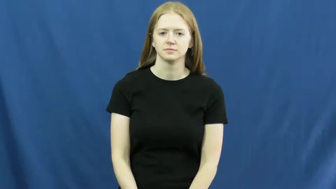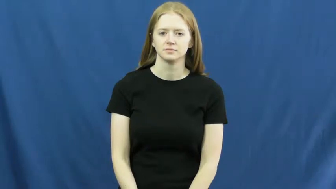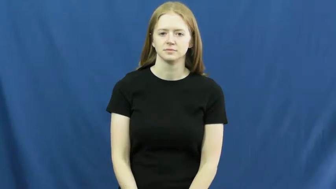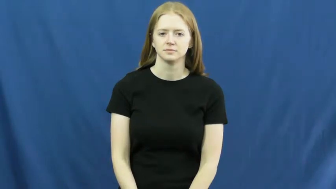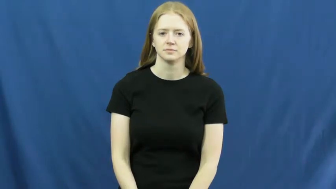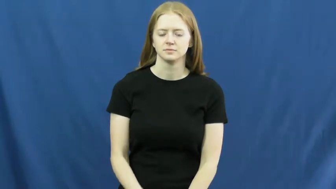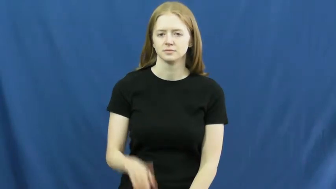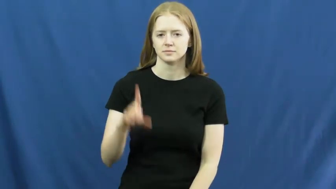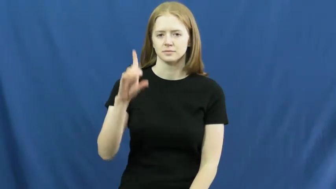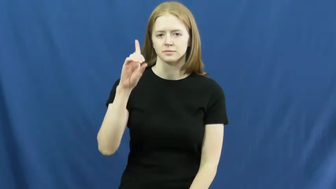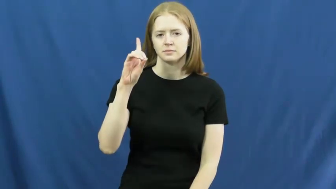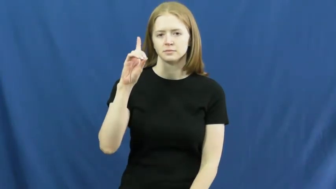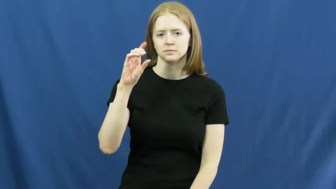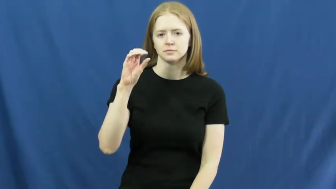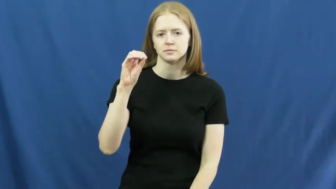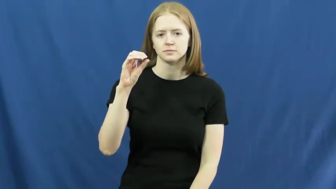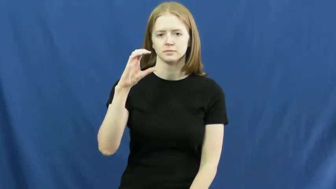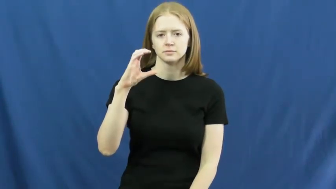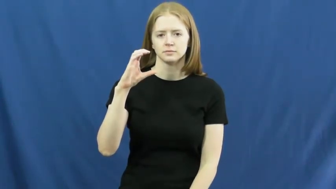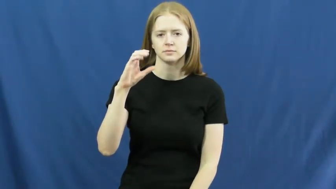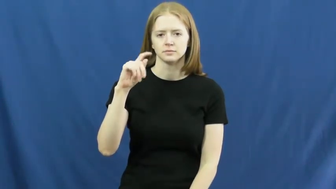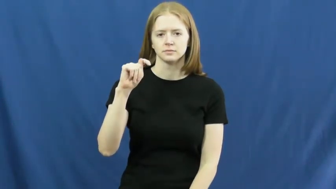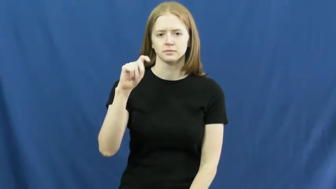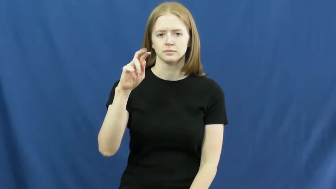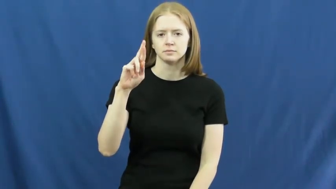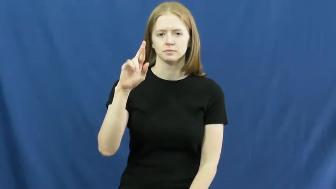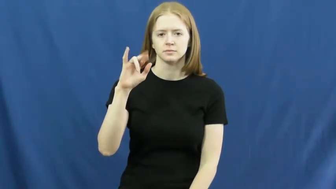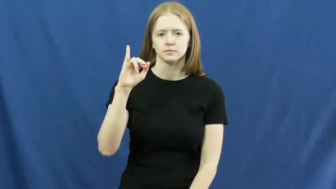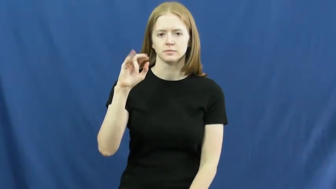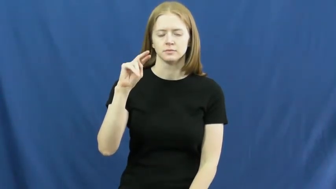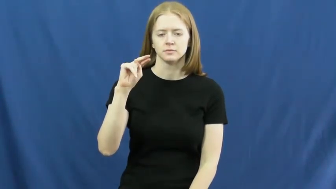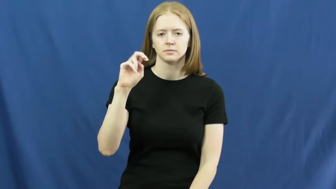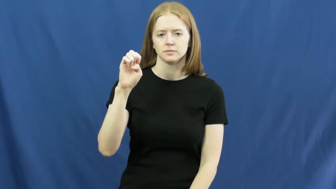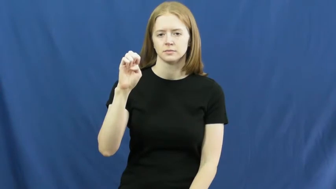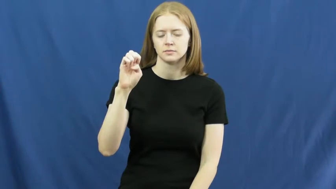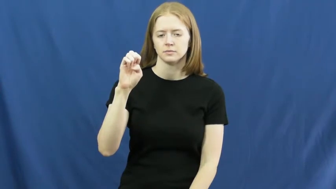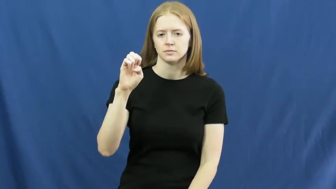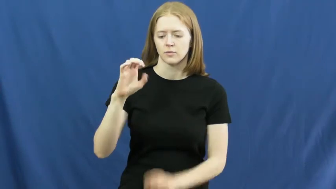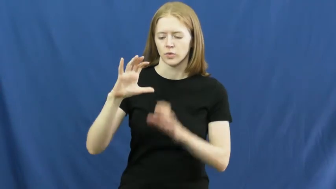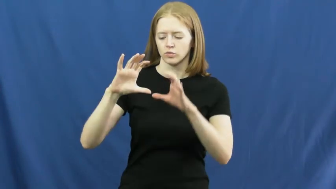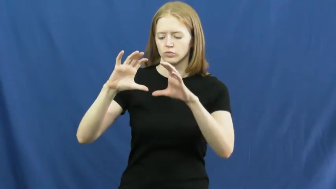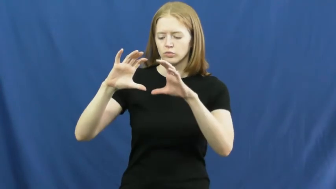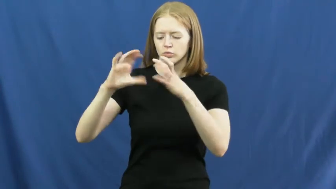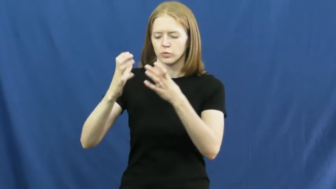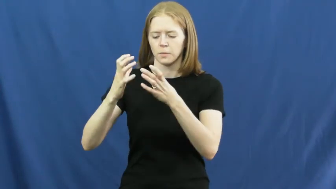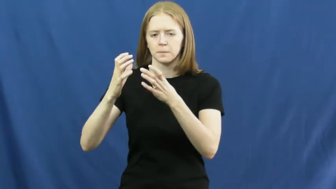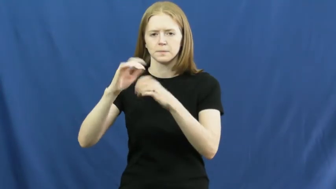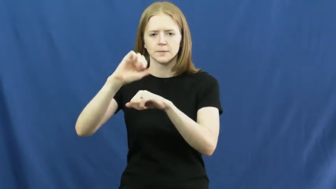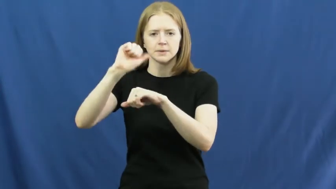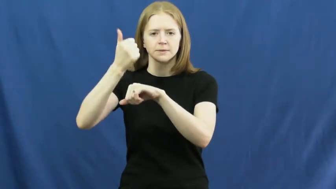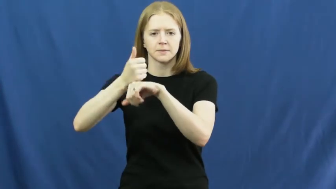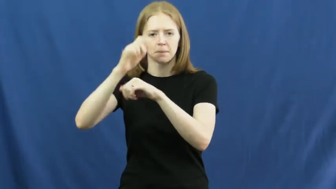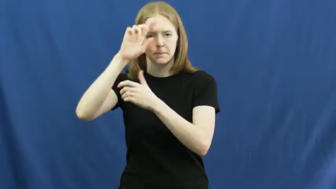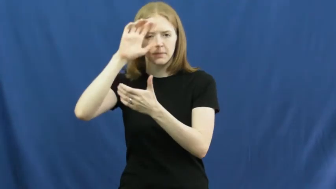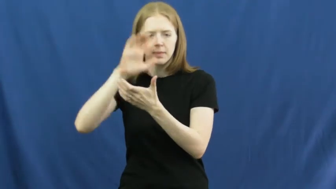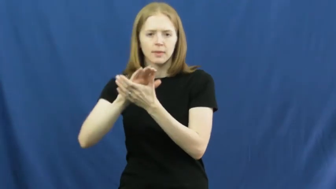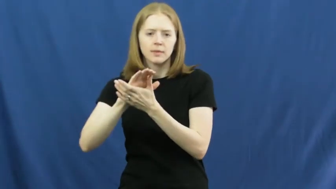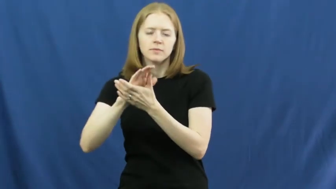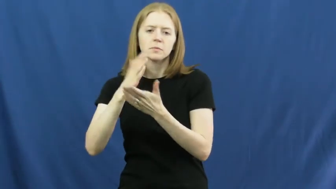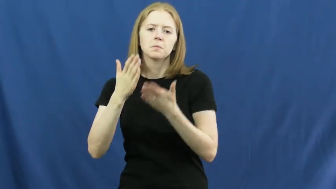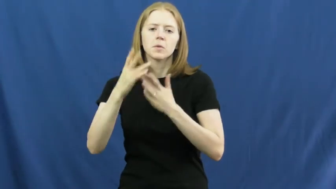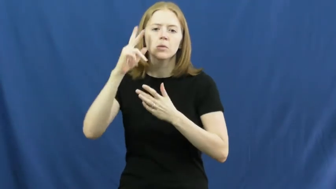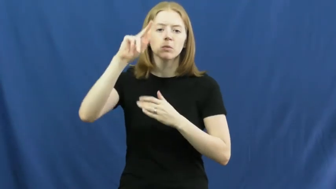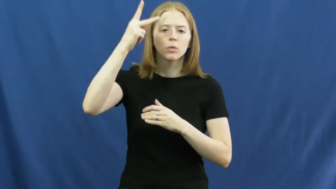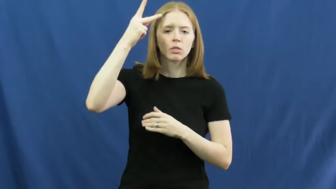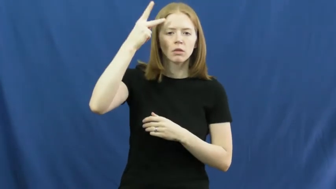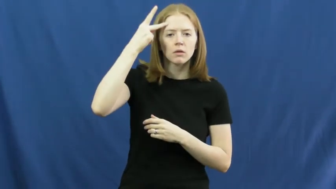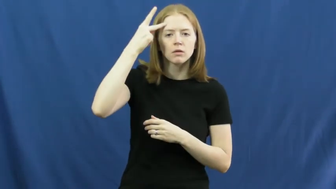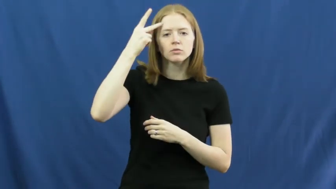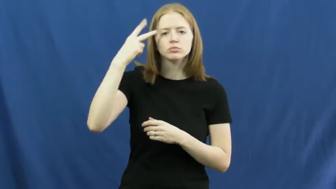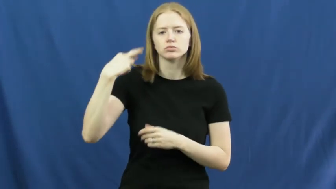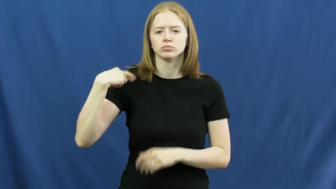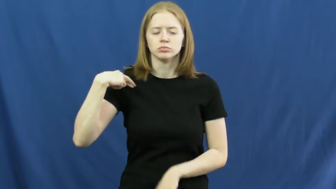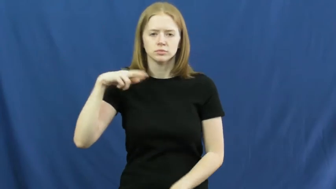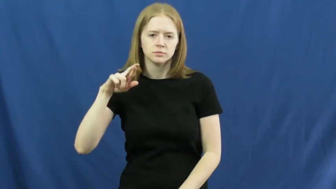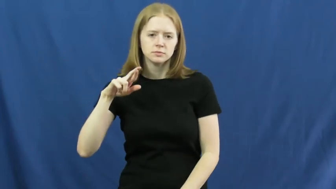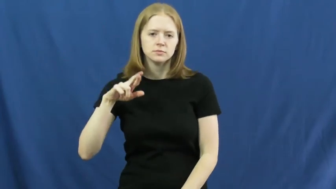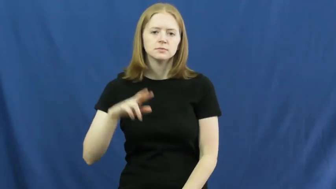doctrine